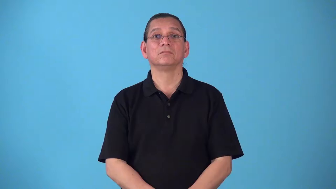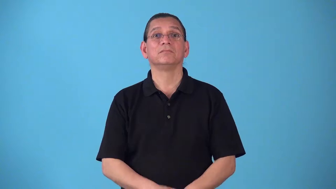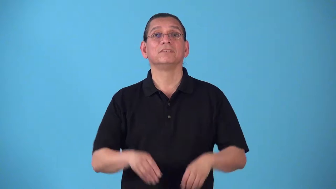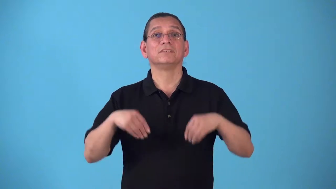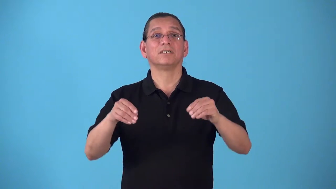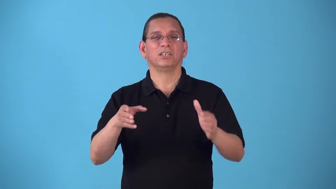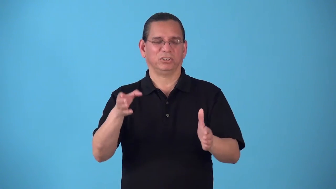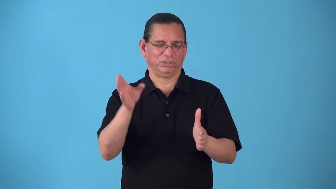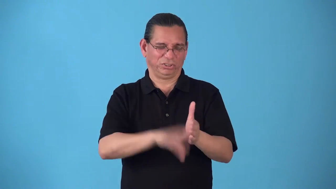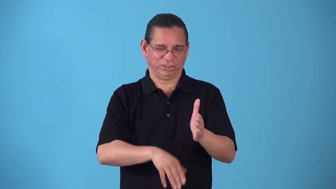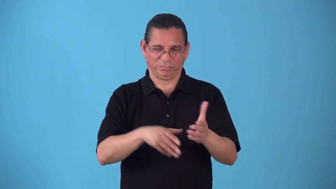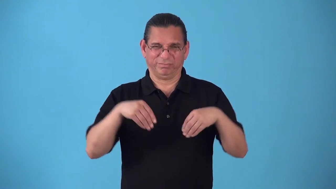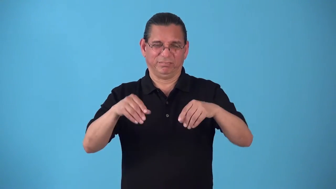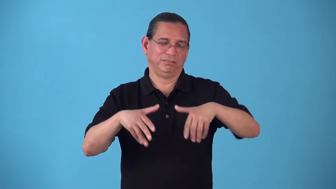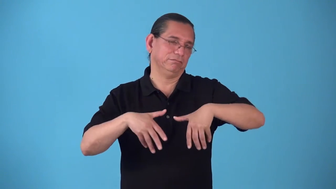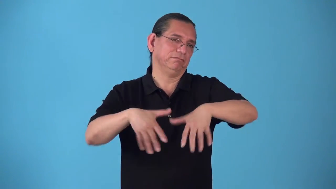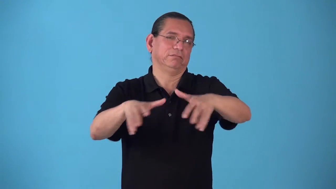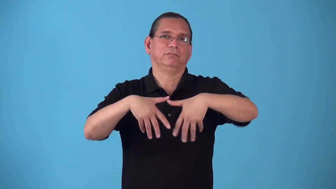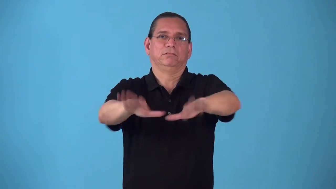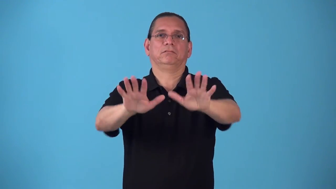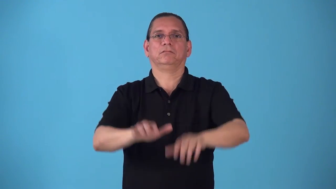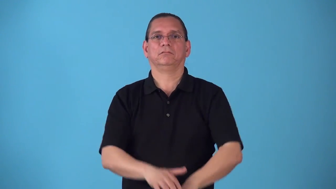selloff-sell cheap to get rid of